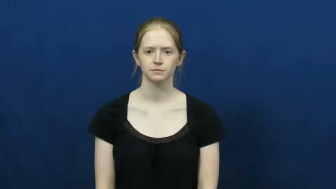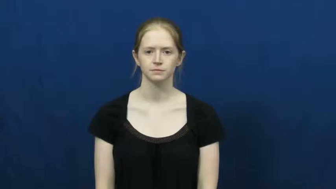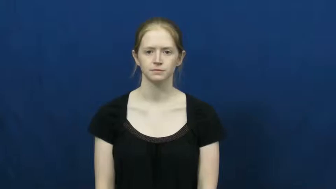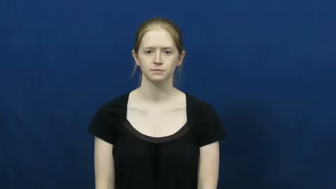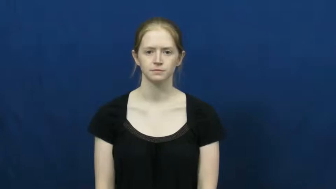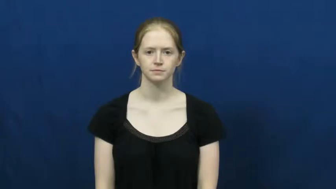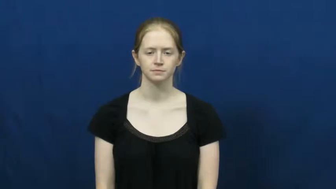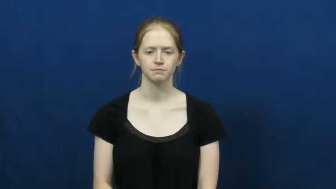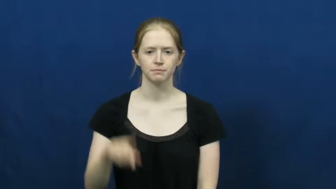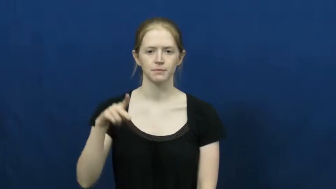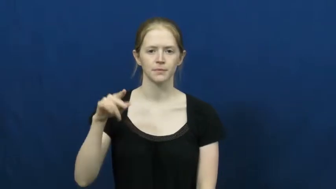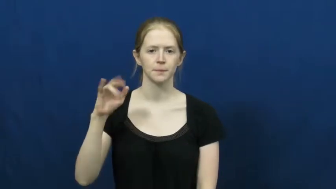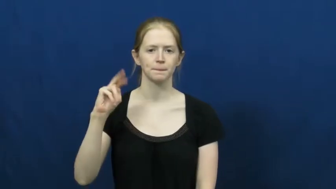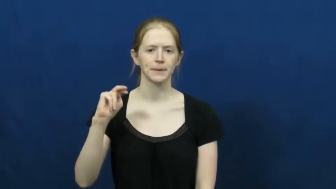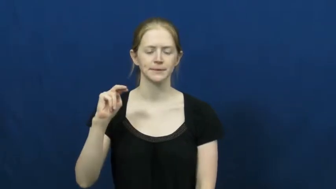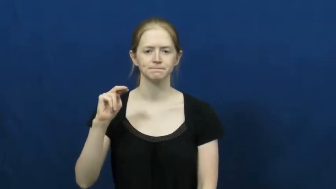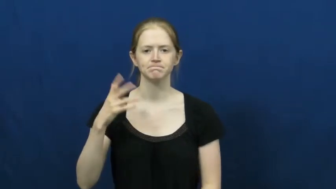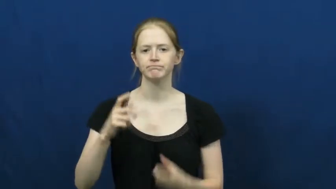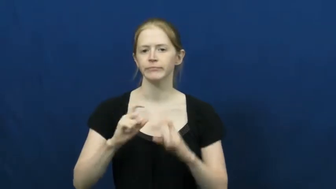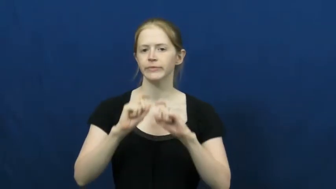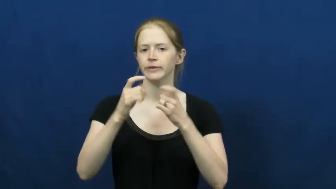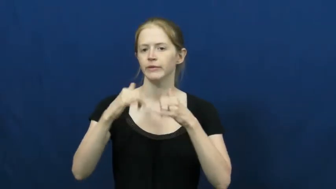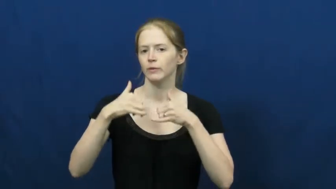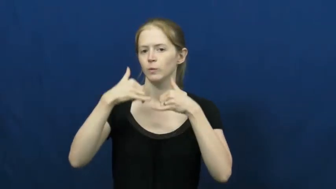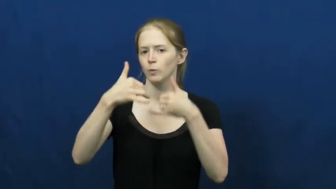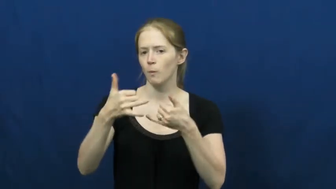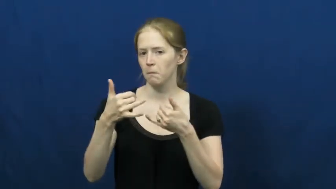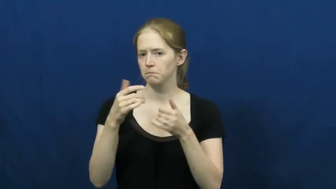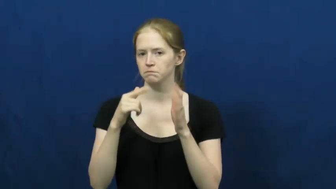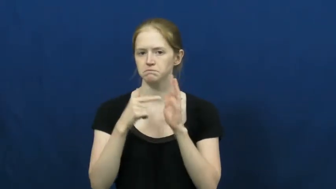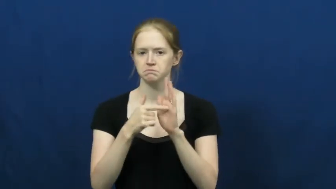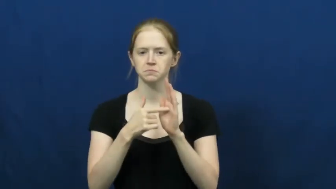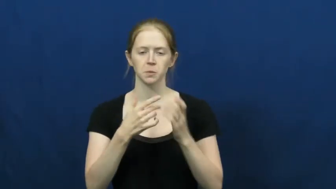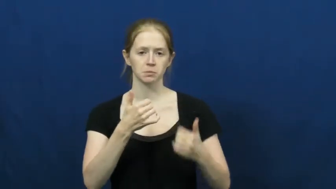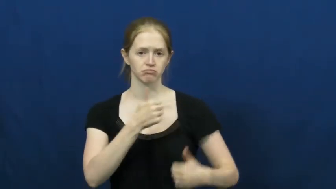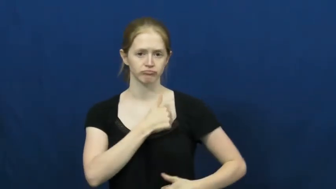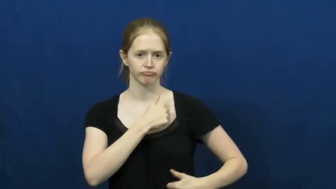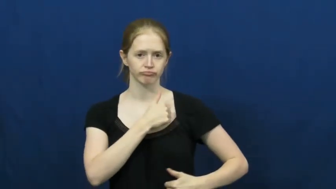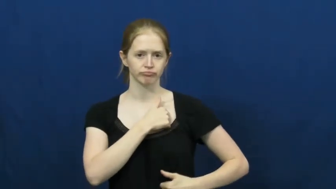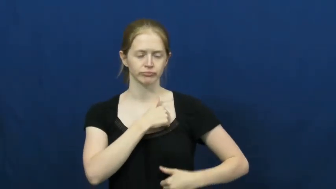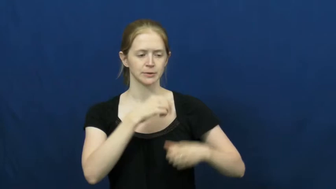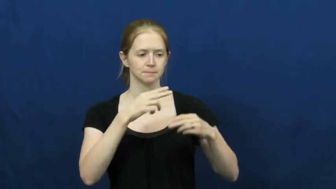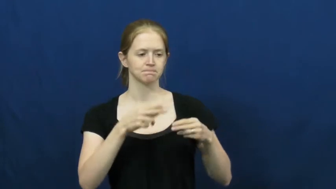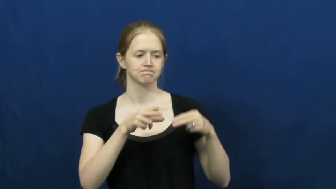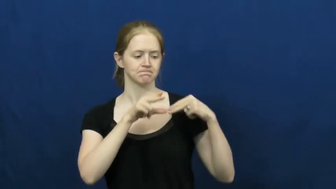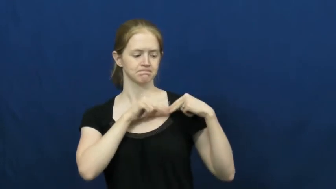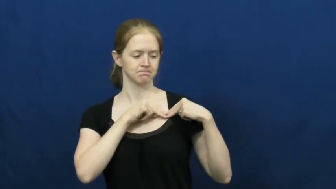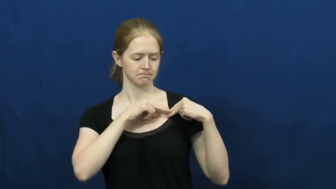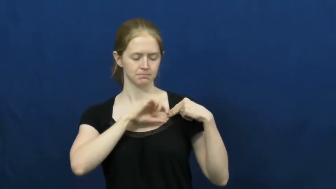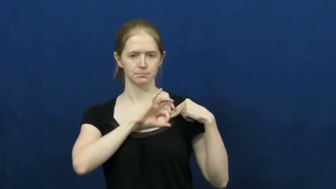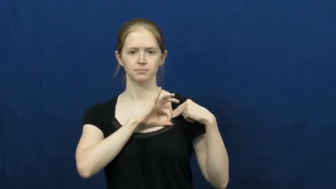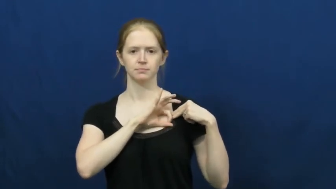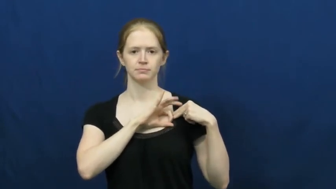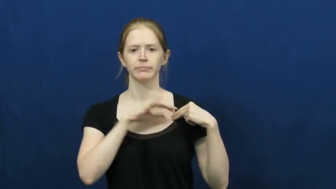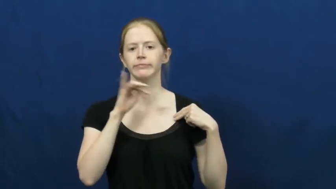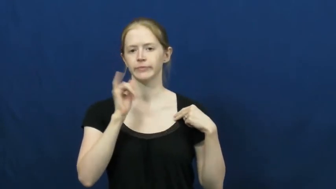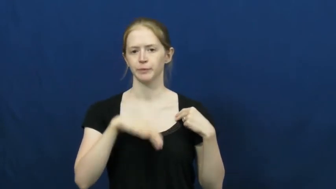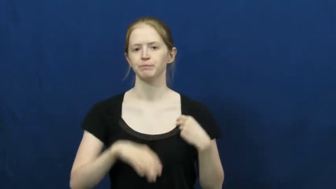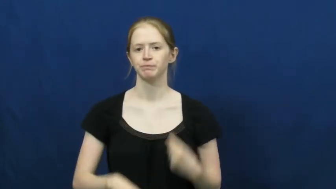pin-medal